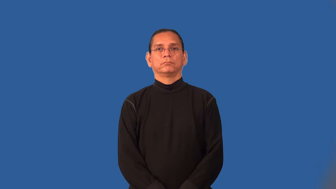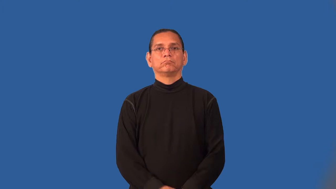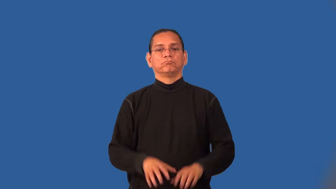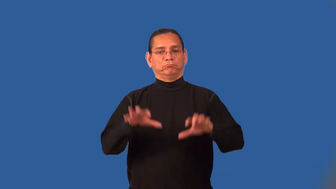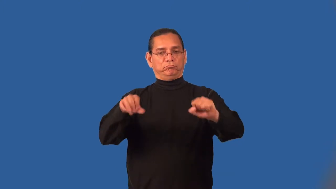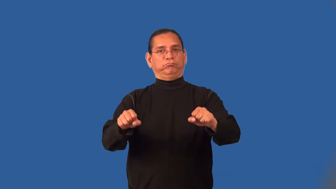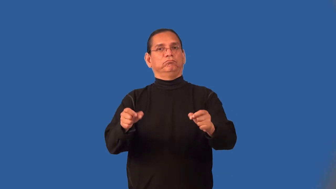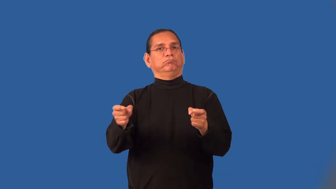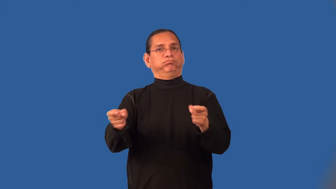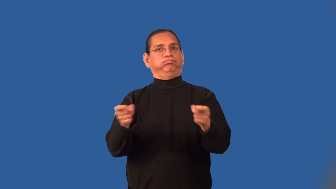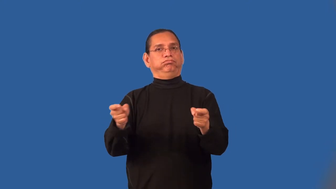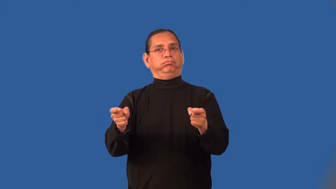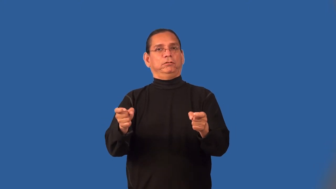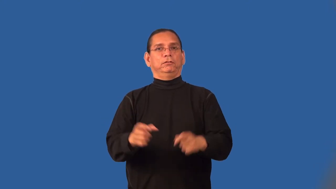monopolize